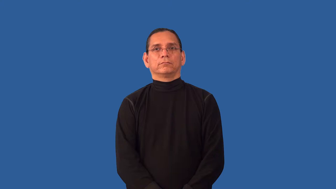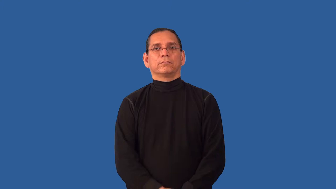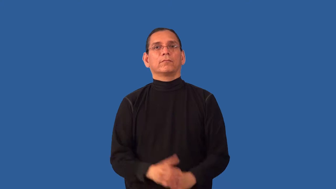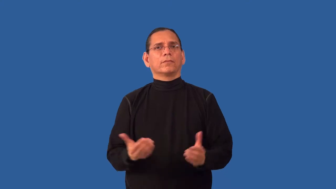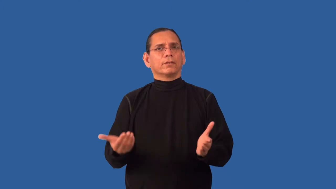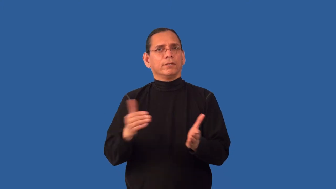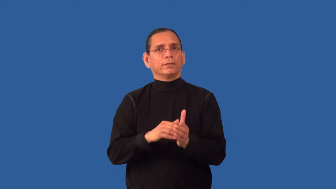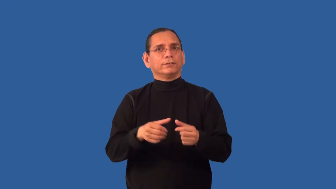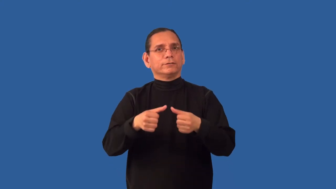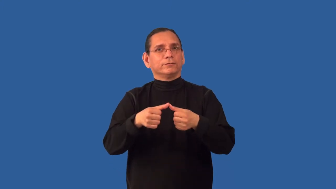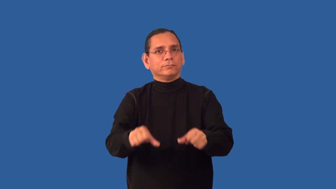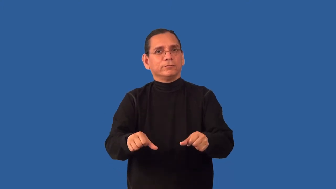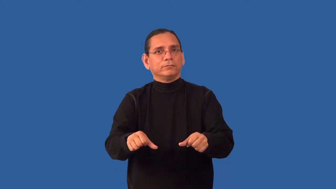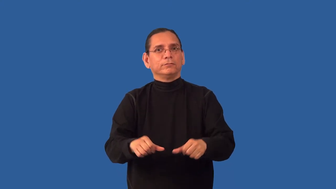redeposit